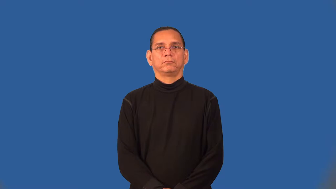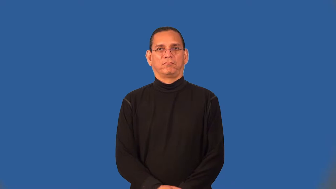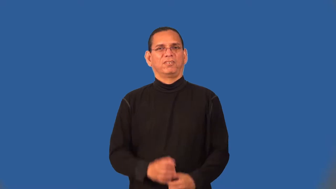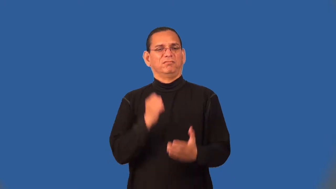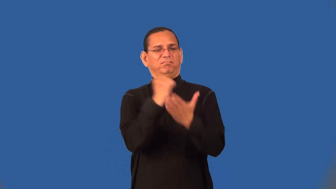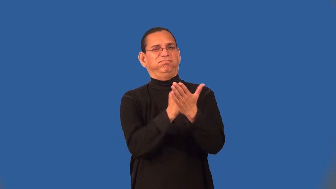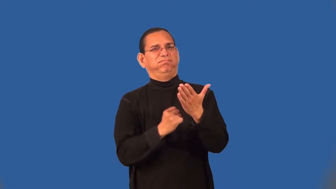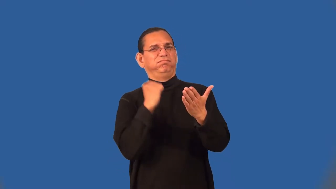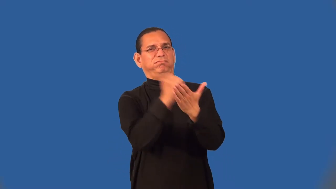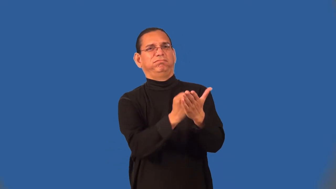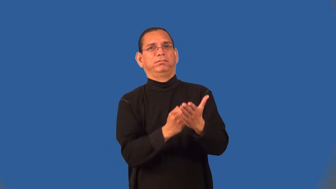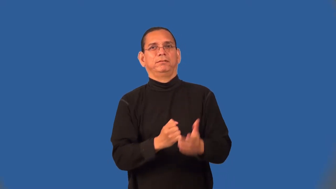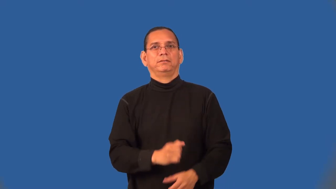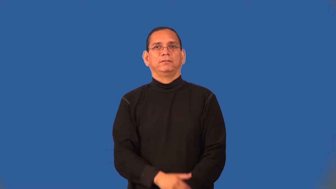scurrilous